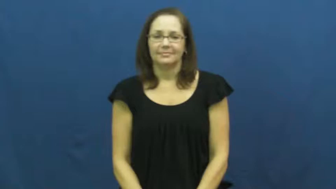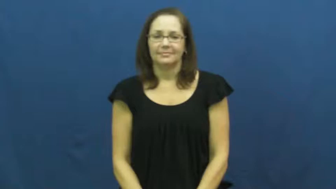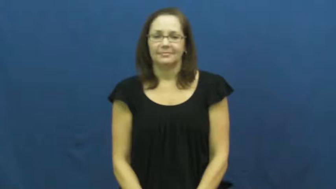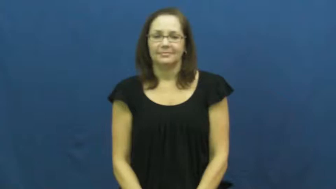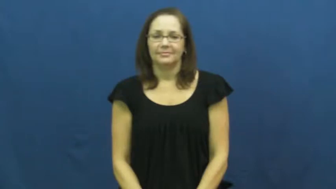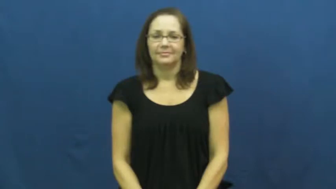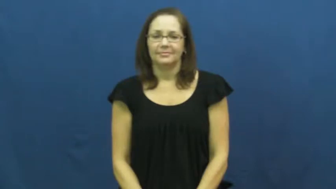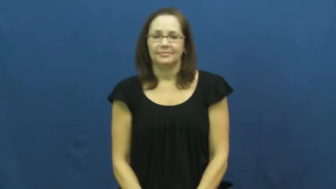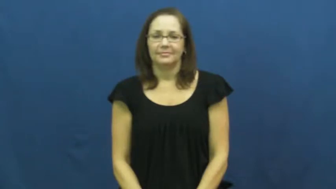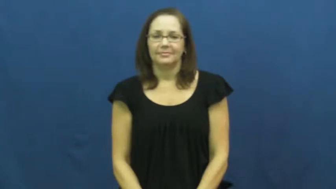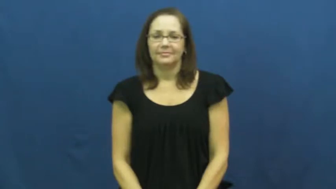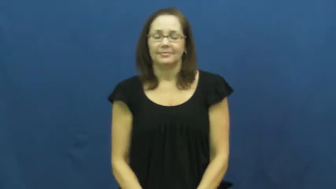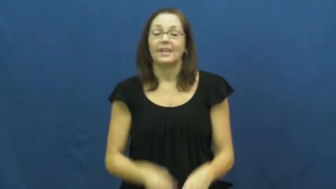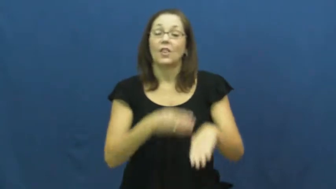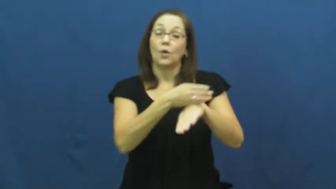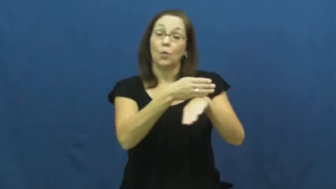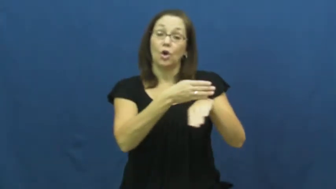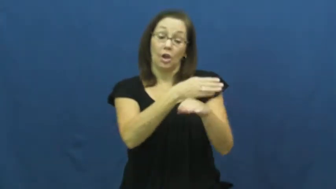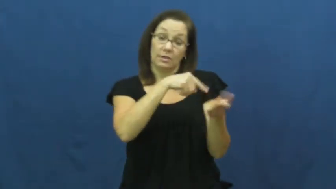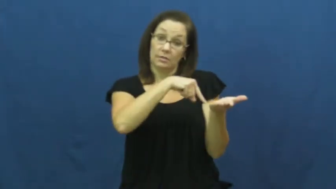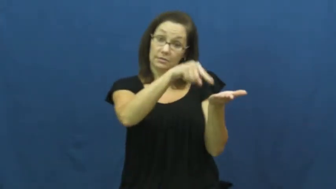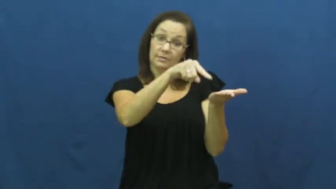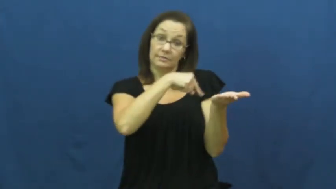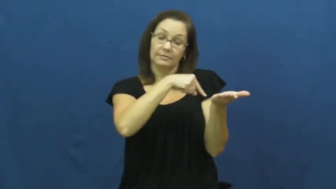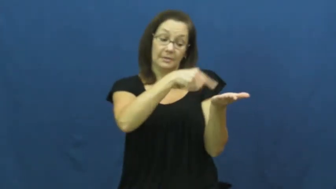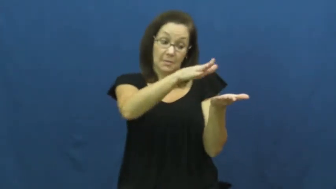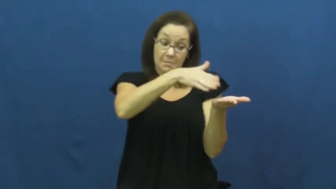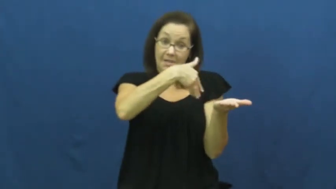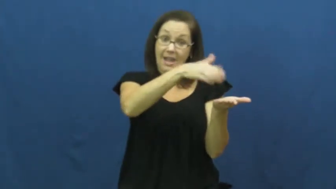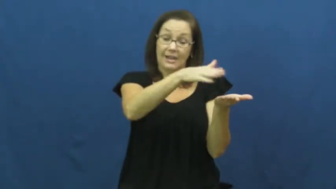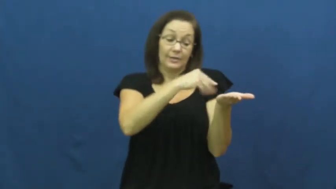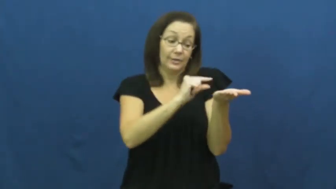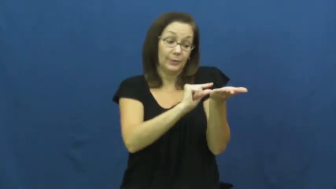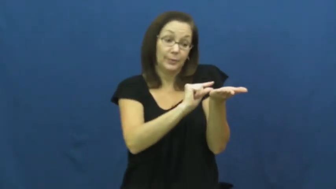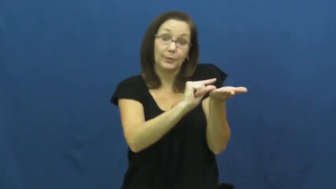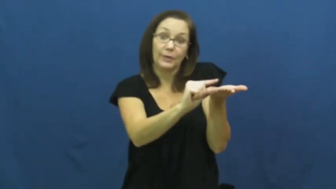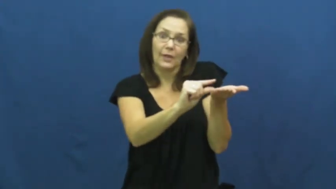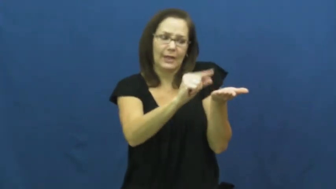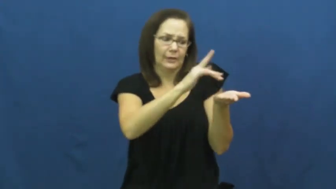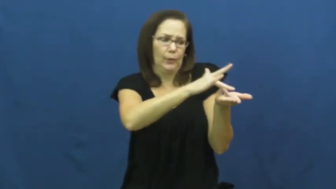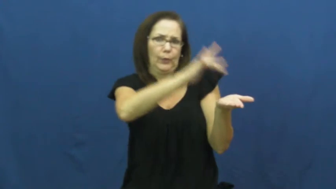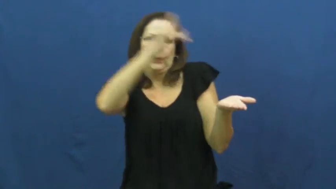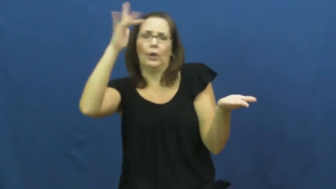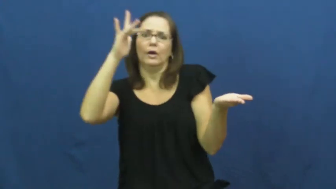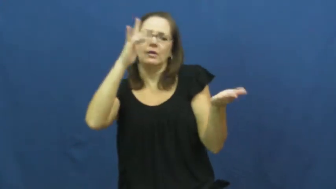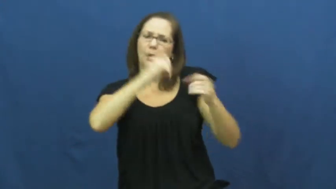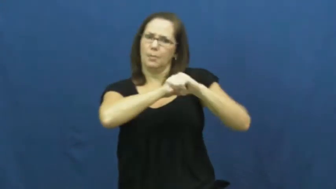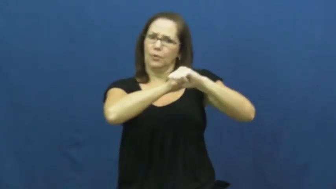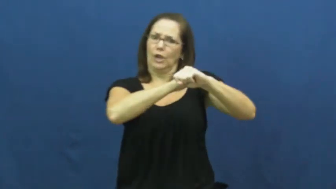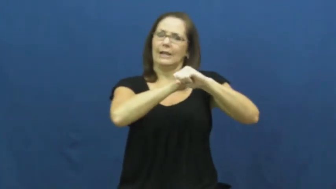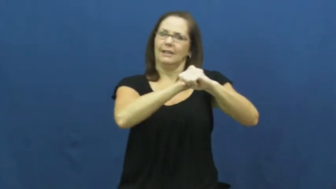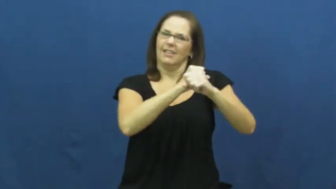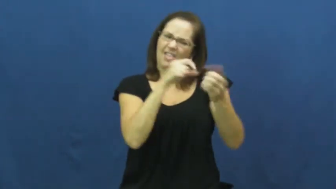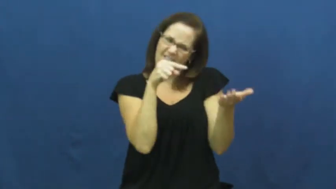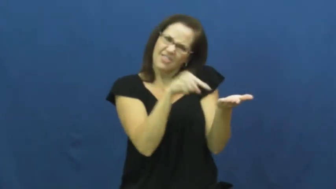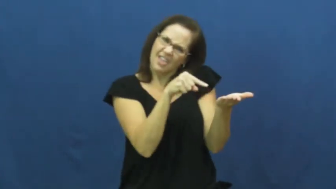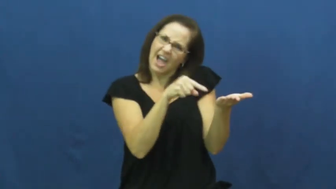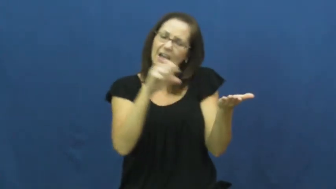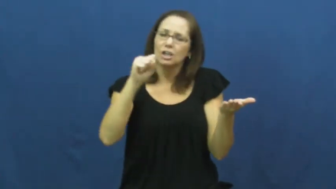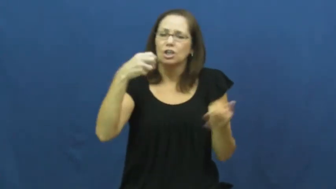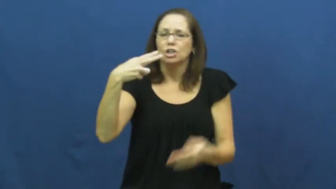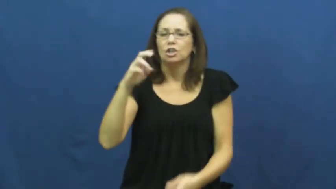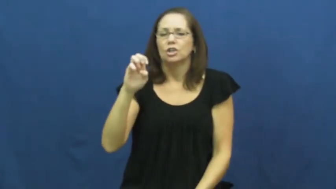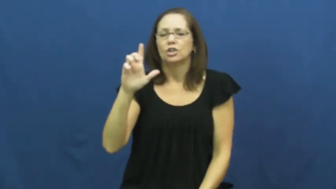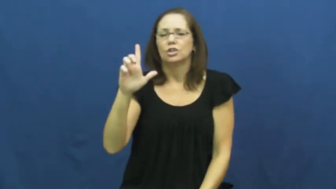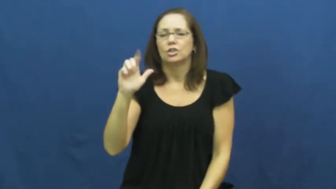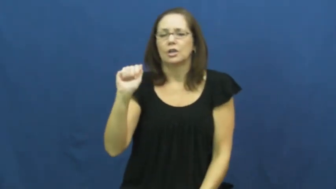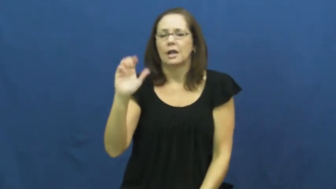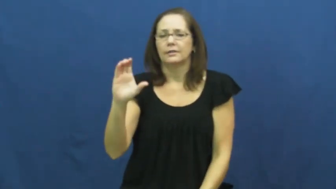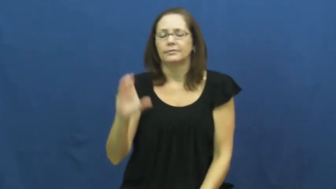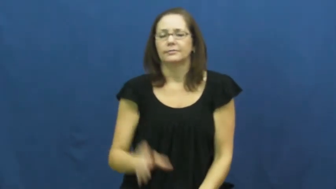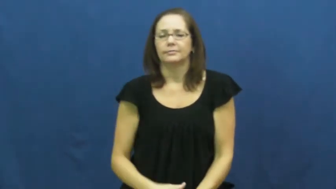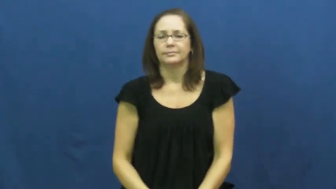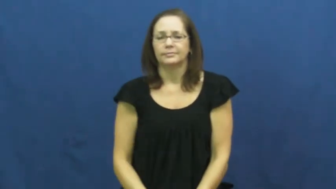shellac